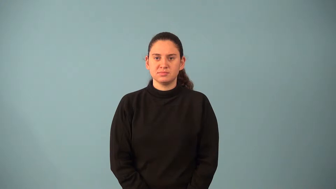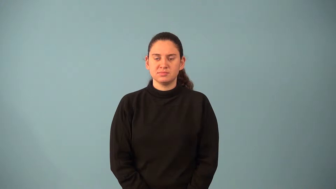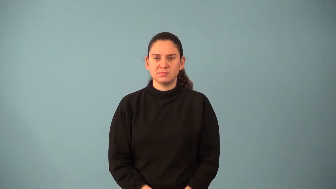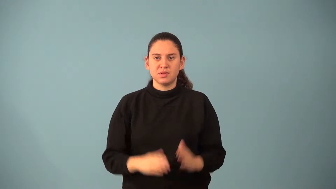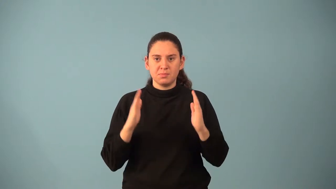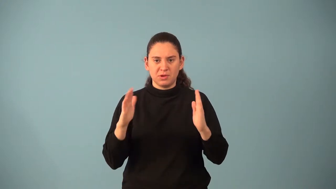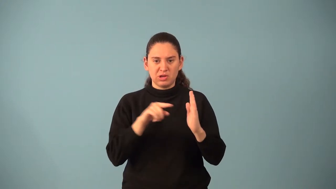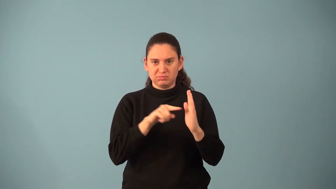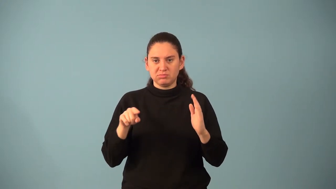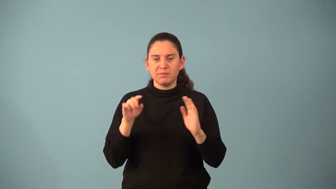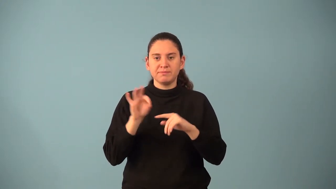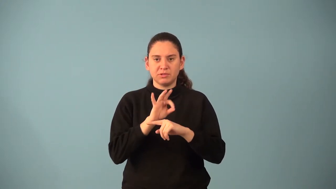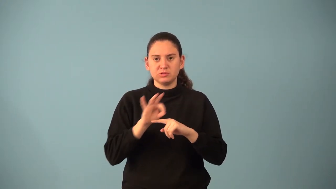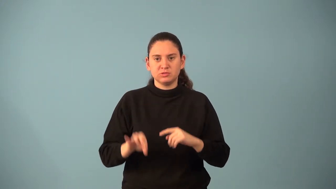period of a function